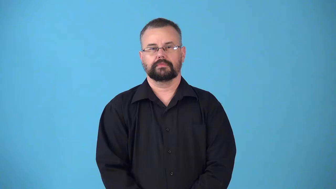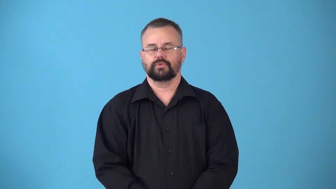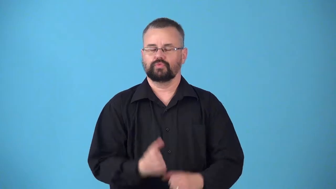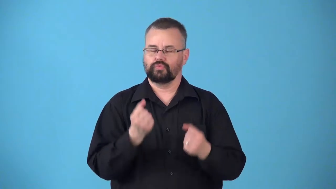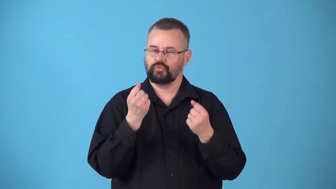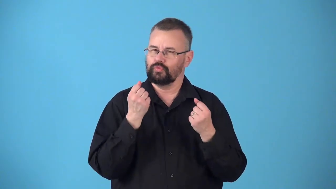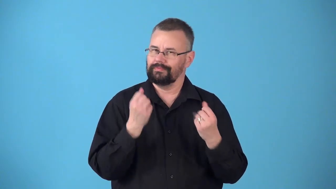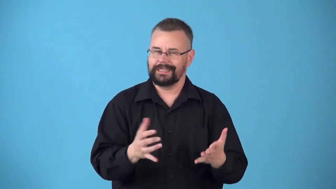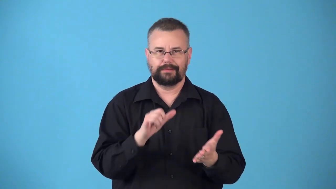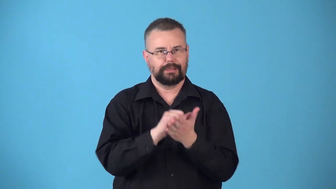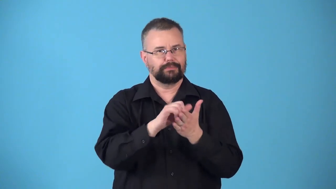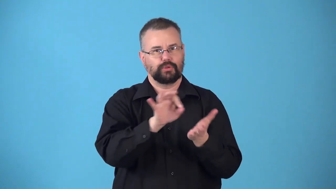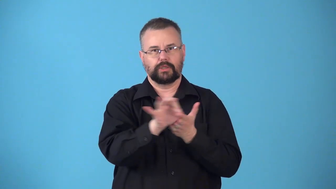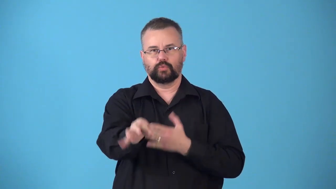numberless